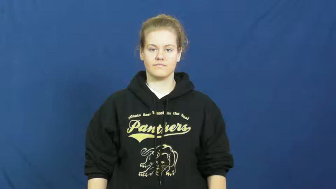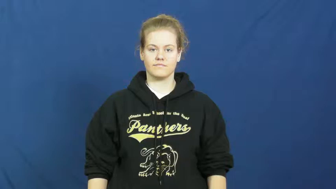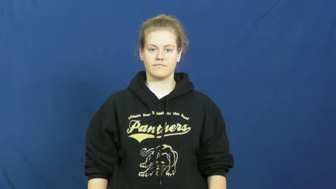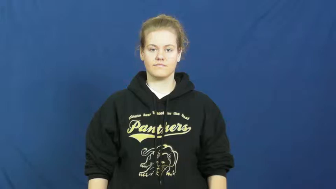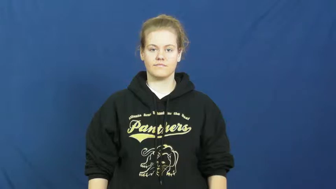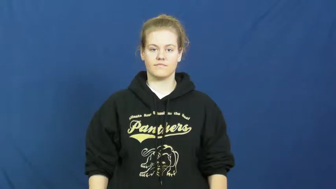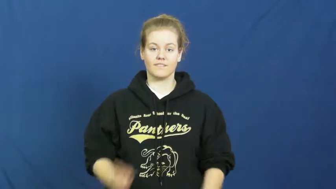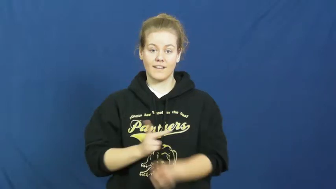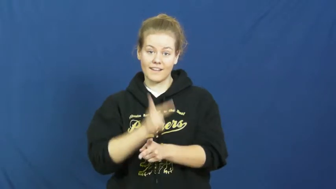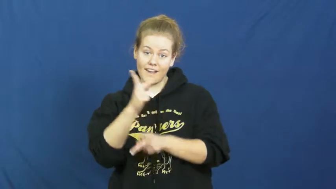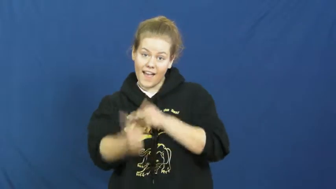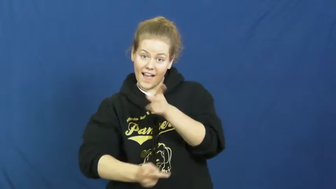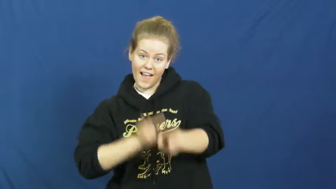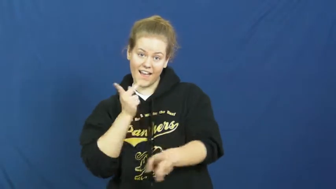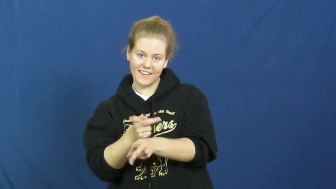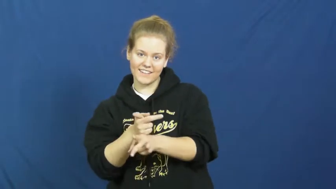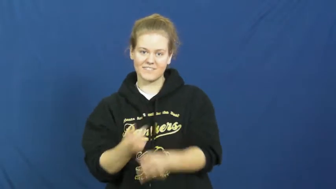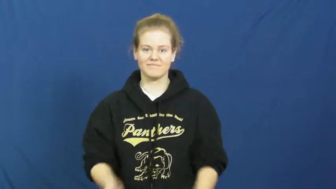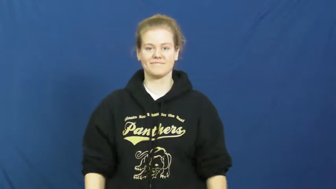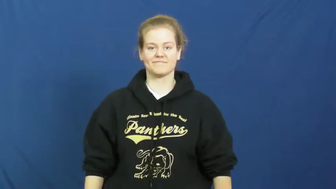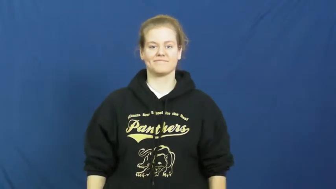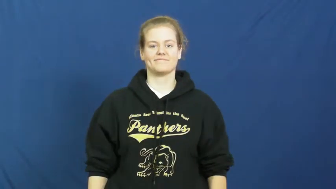style-kind